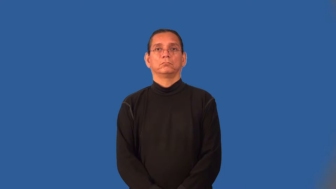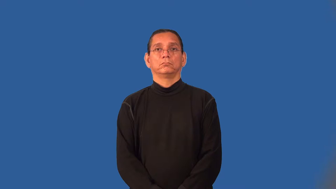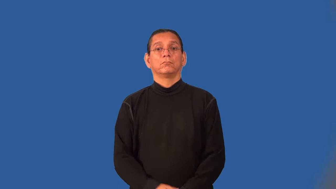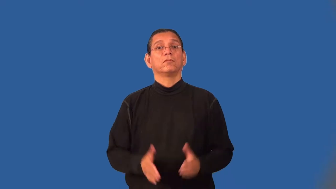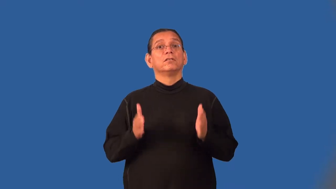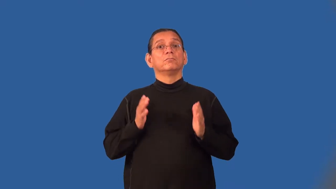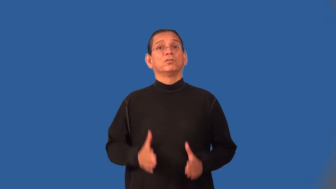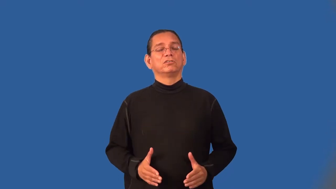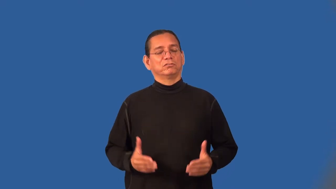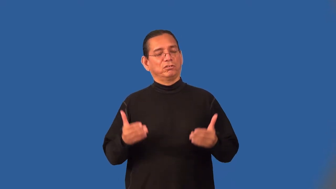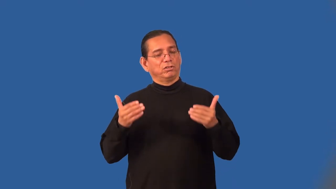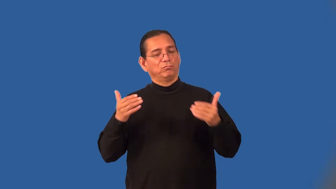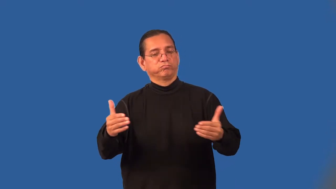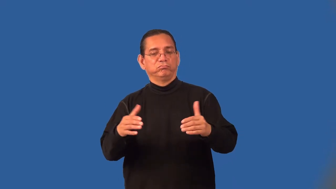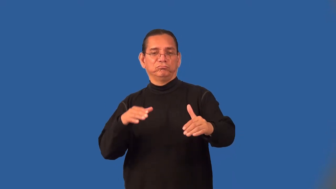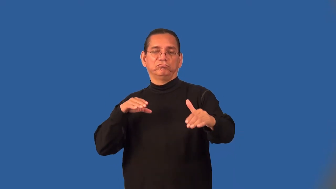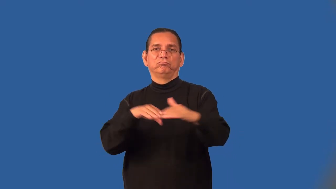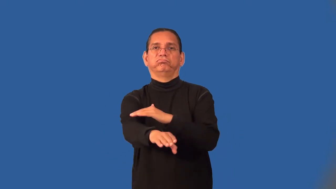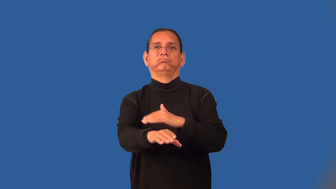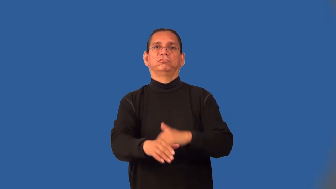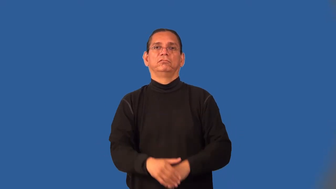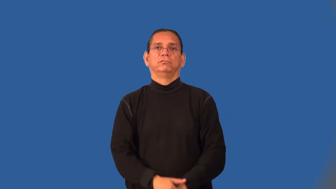gatecrasher